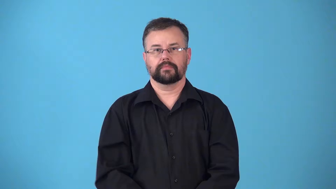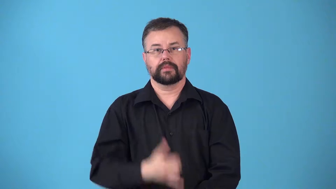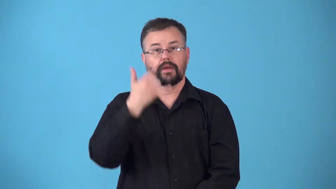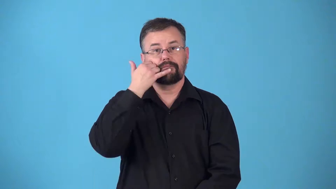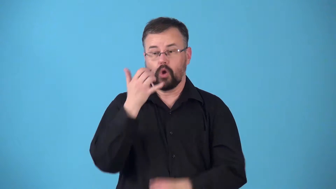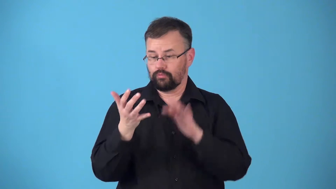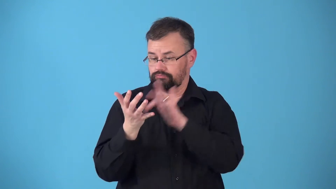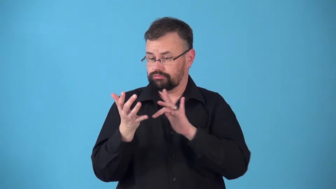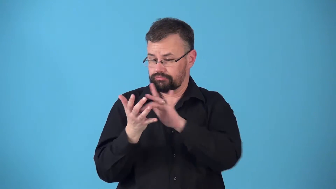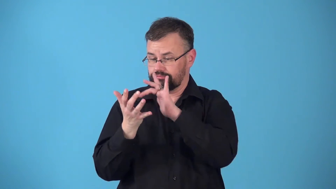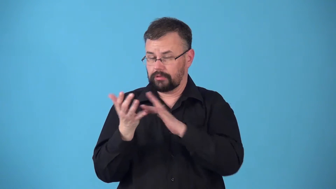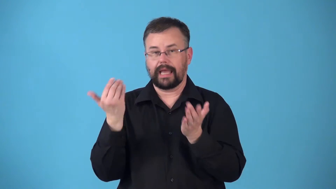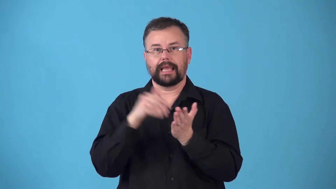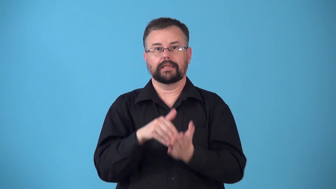redial